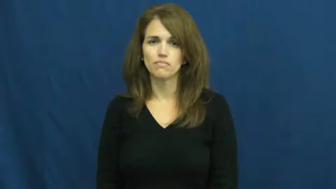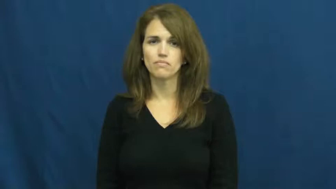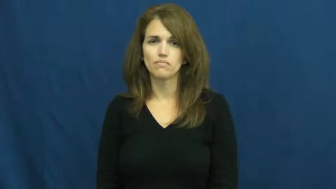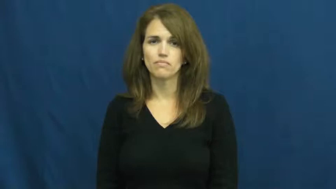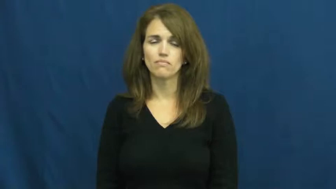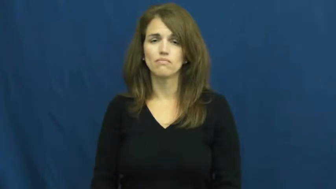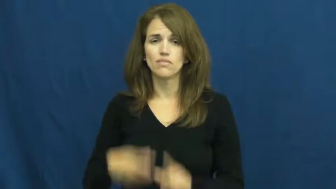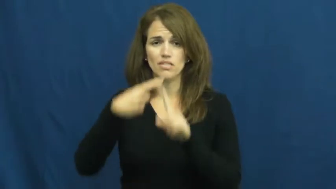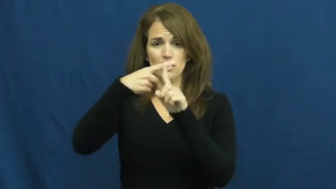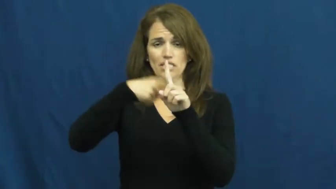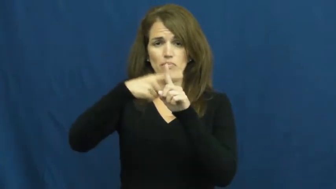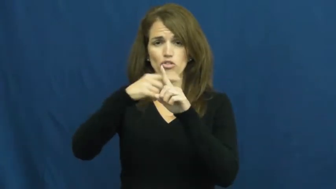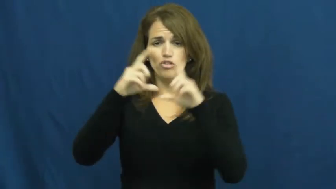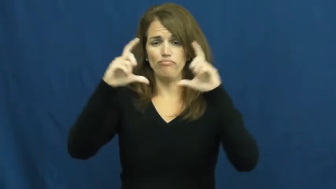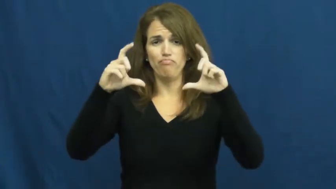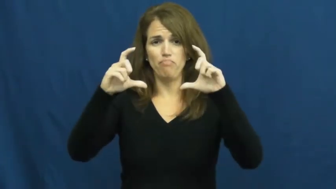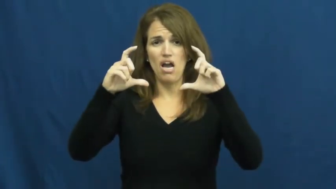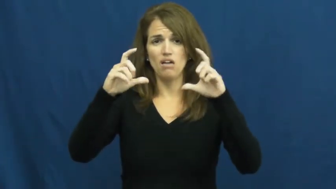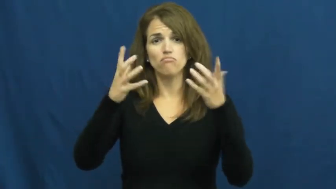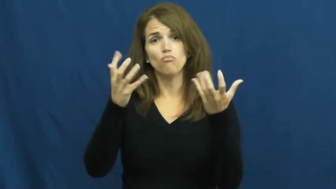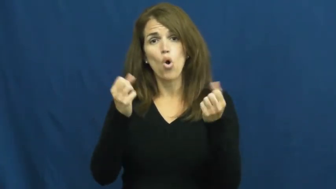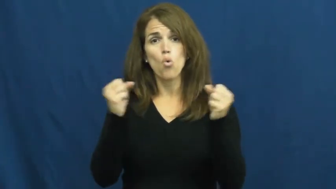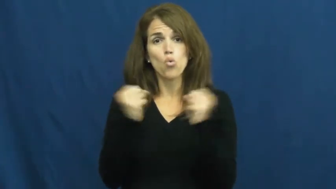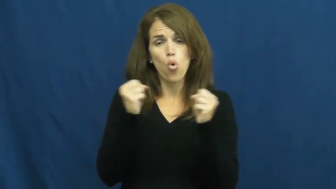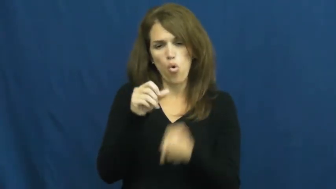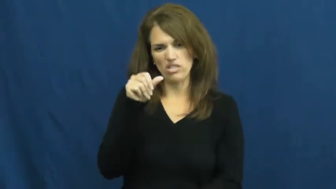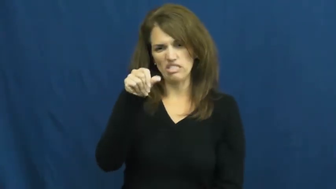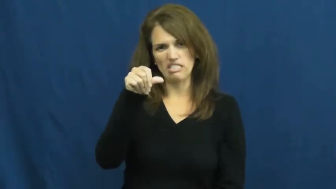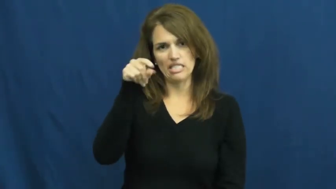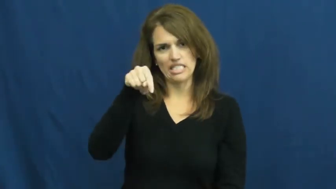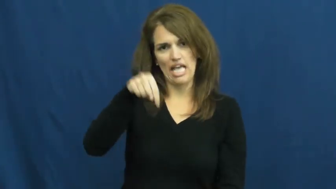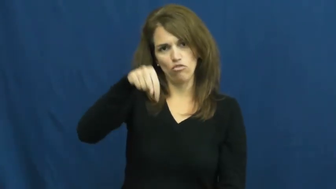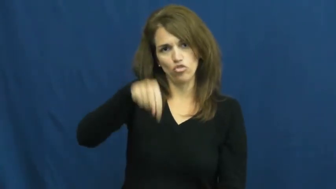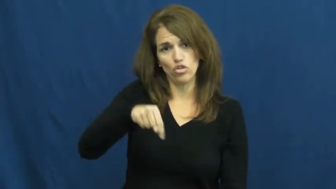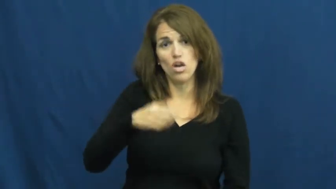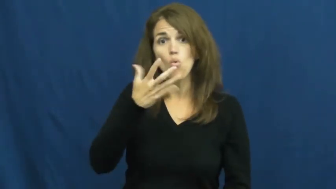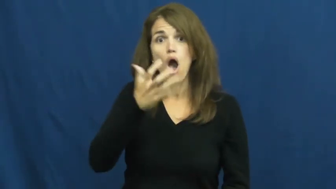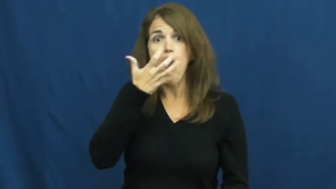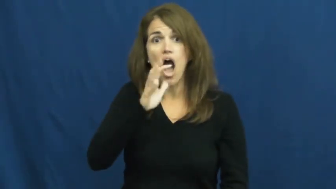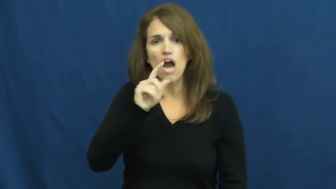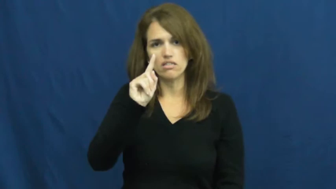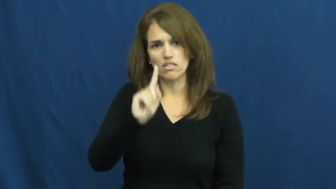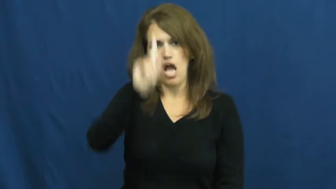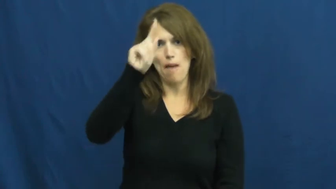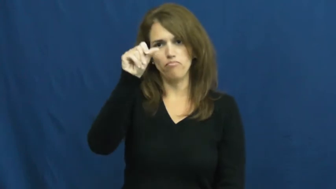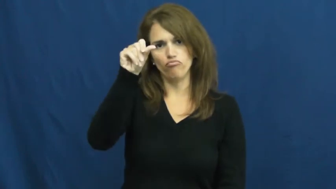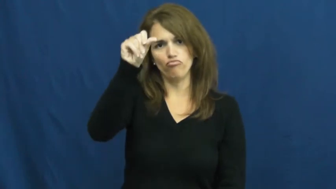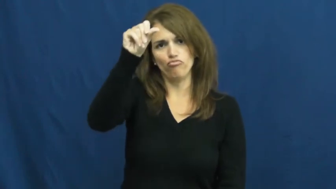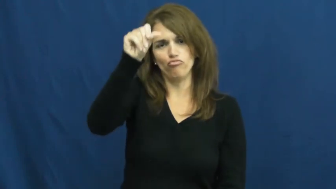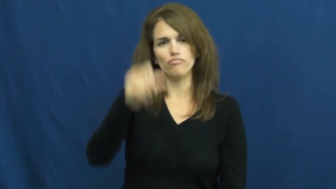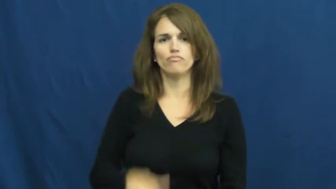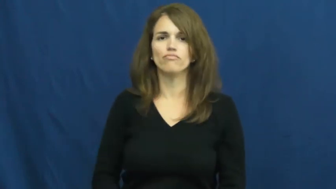thermostat